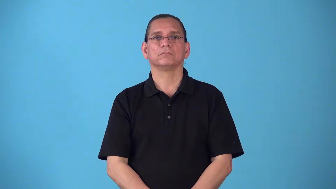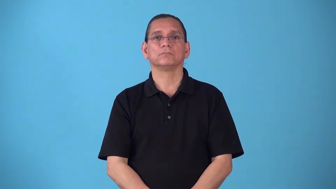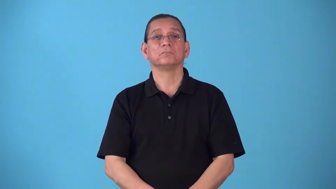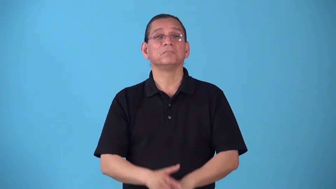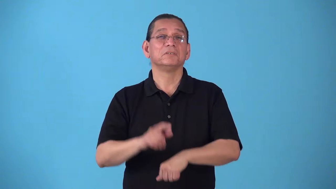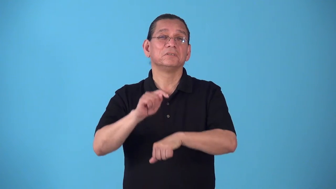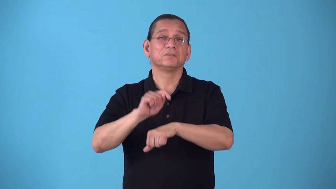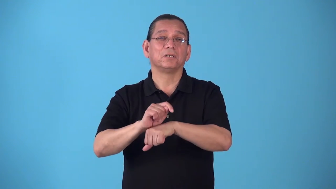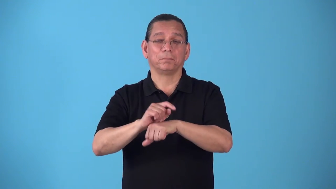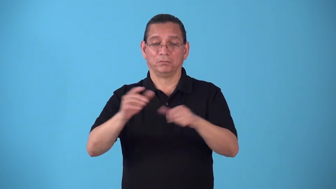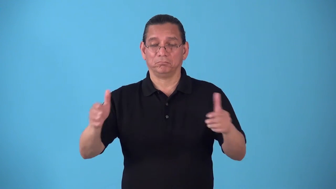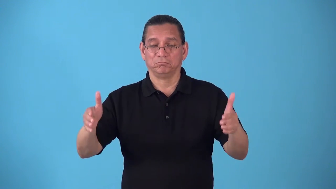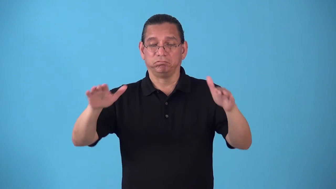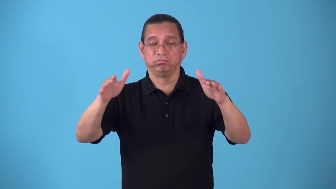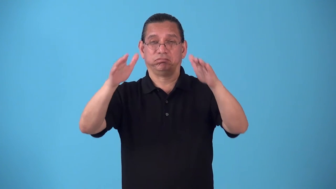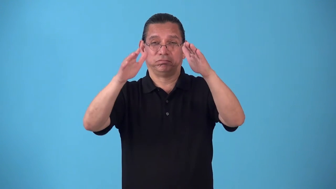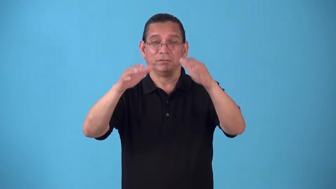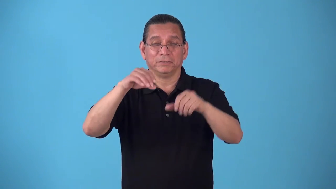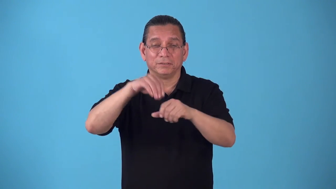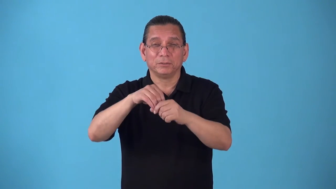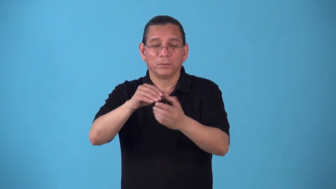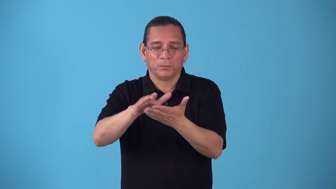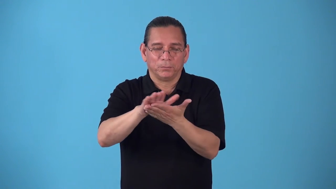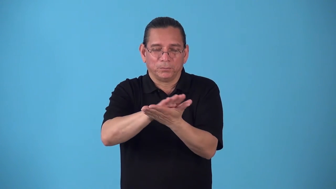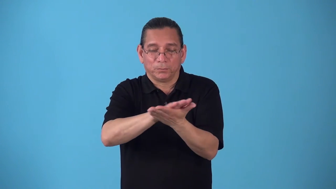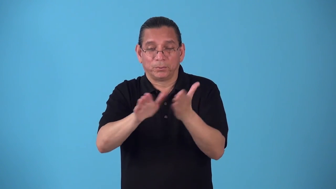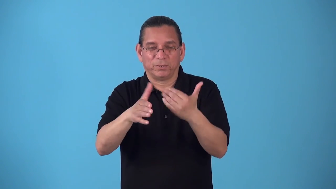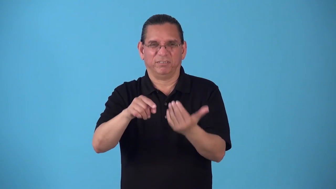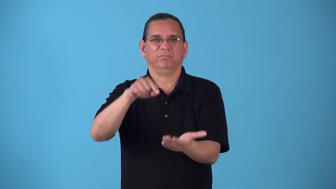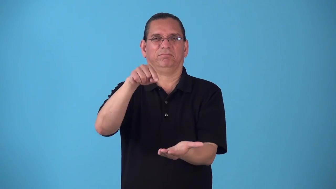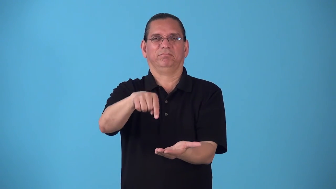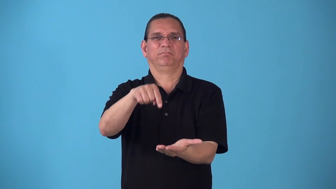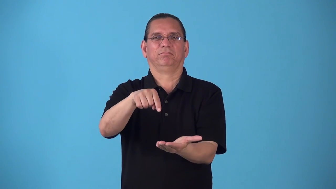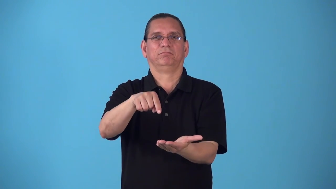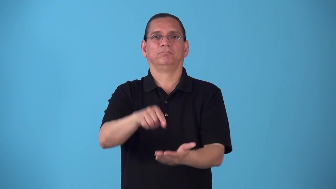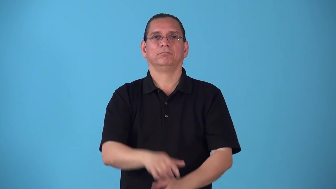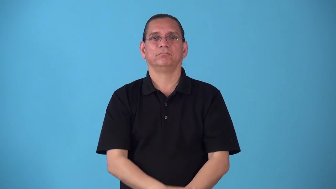sanctum